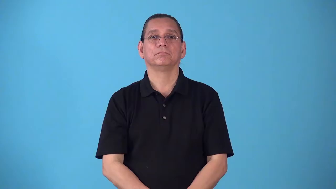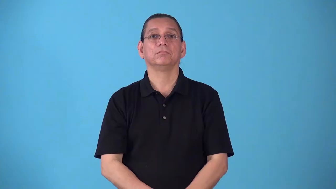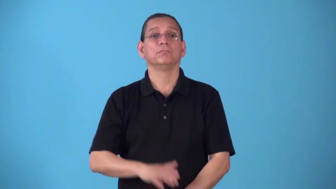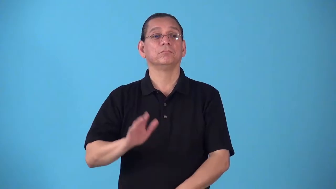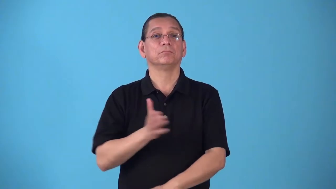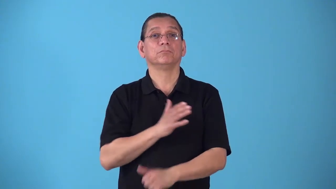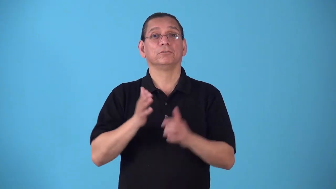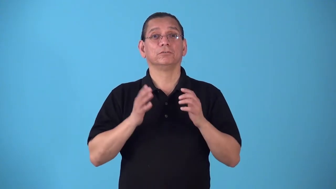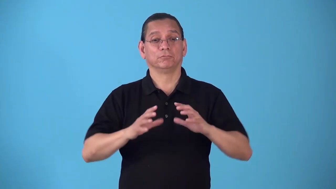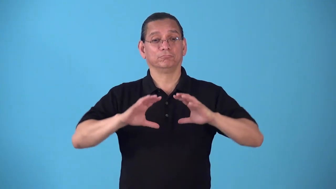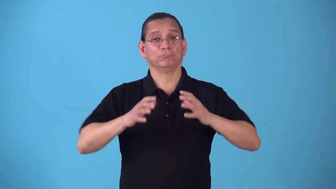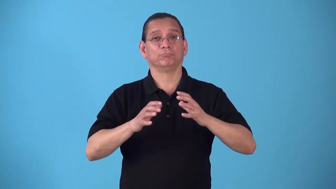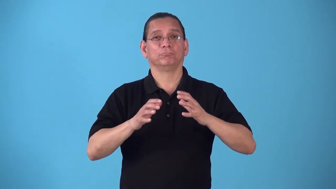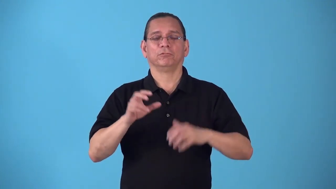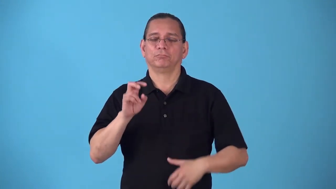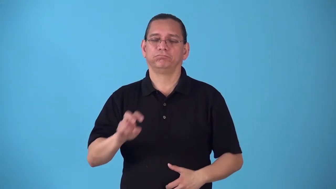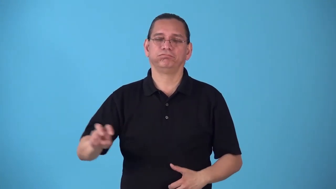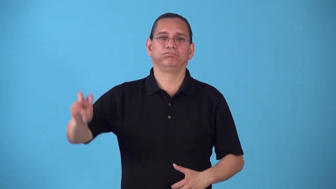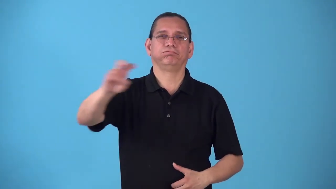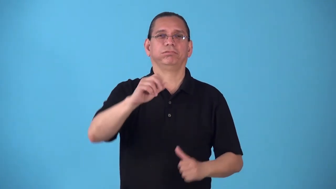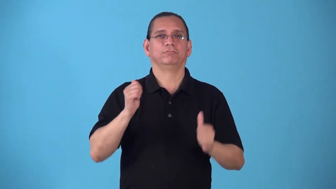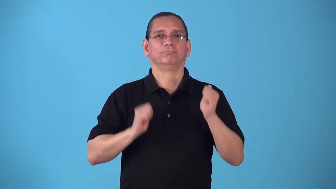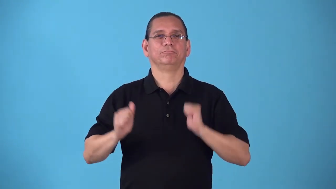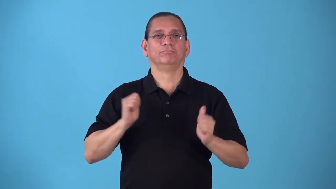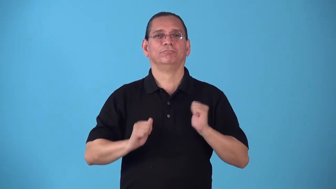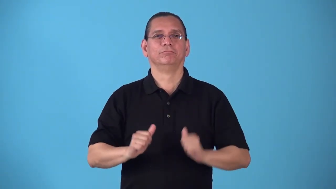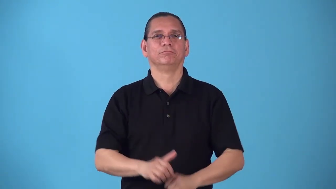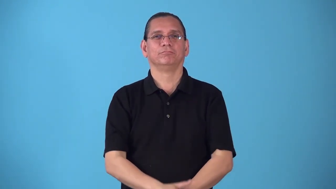roadshow